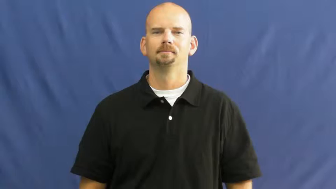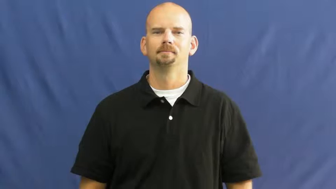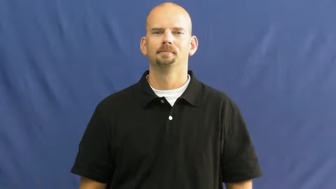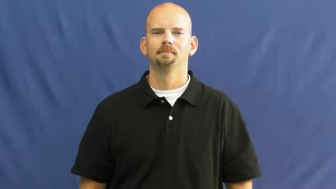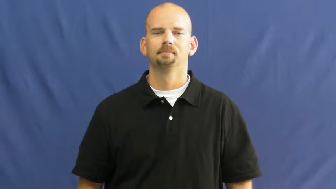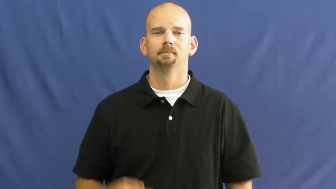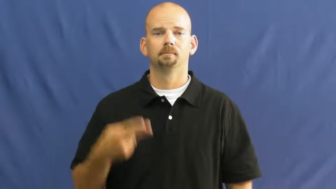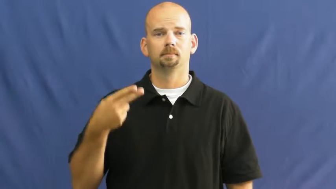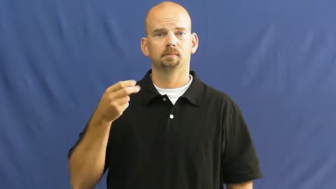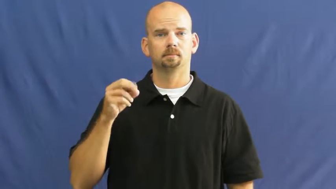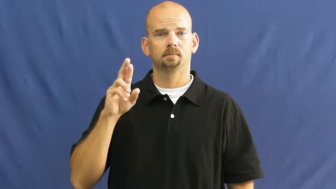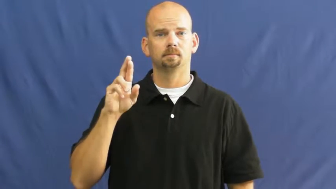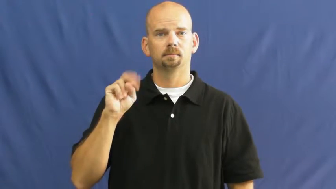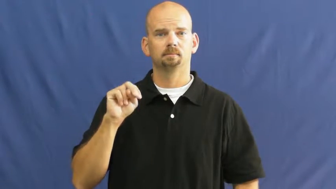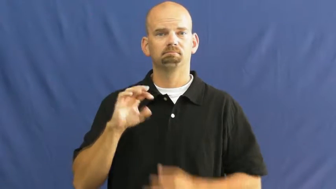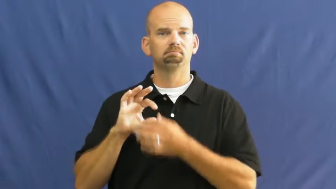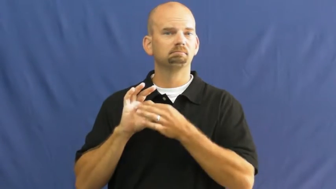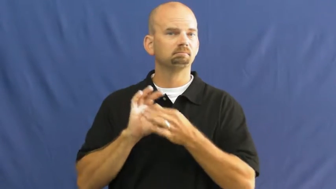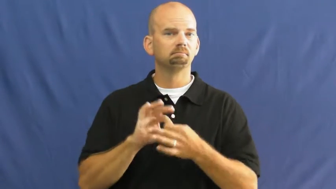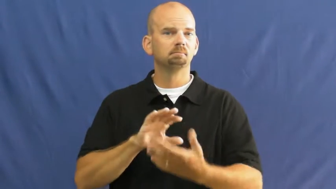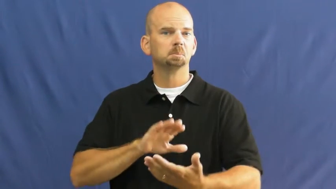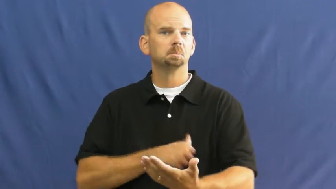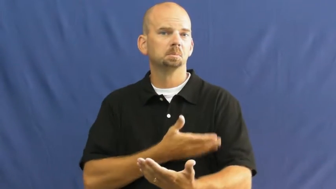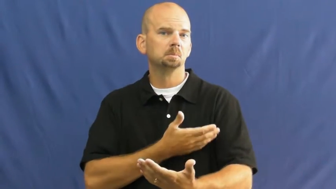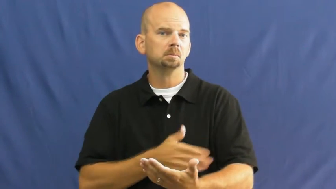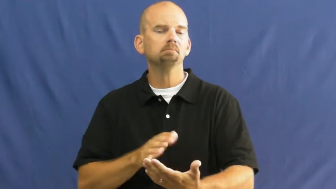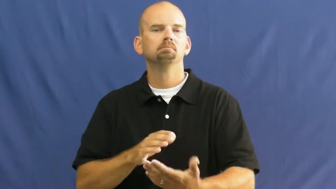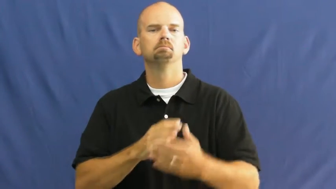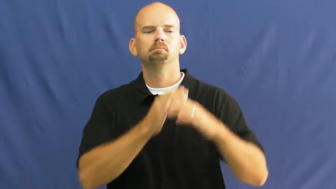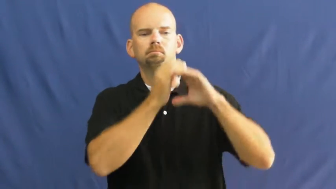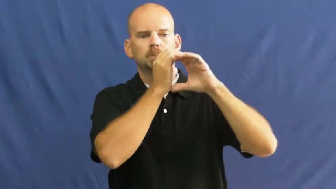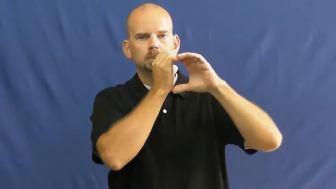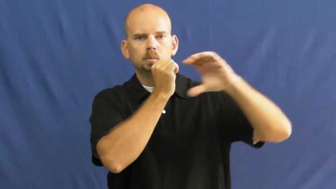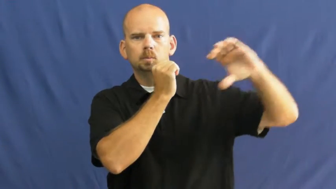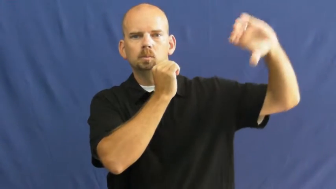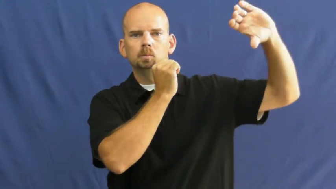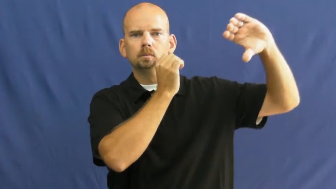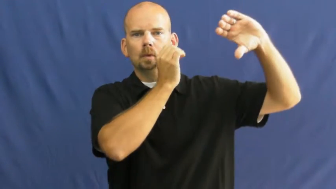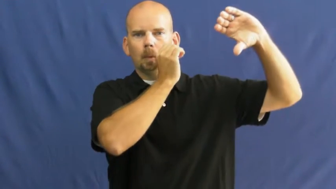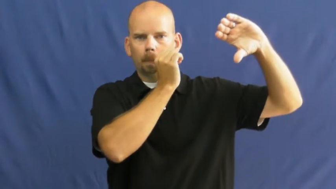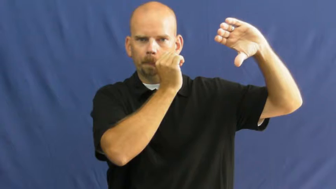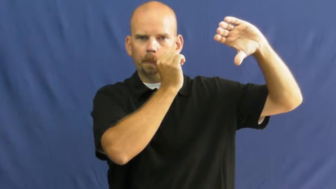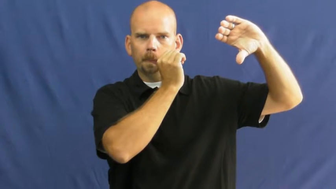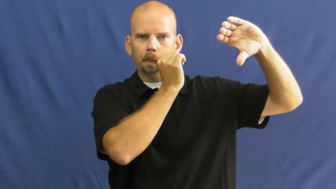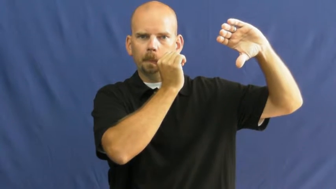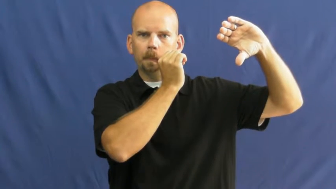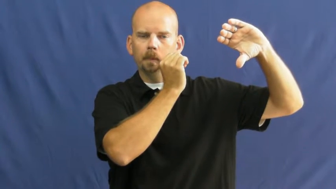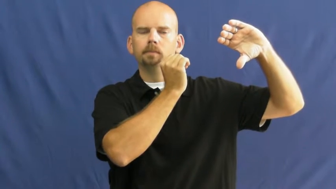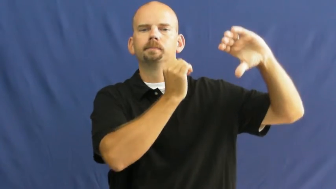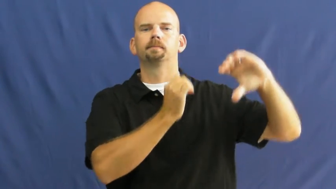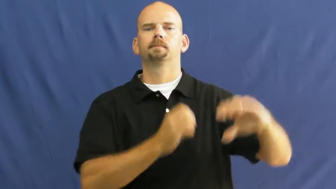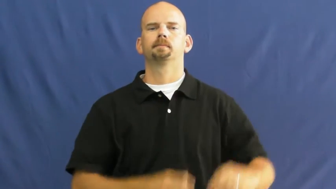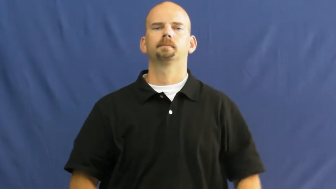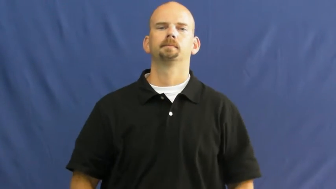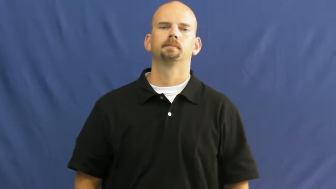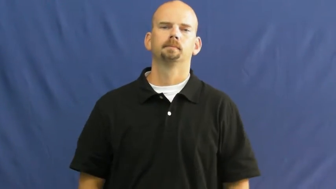horn-music